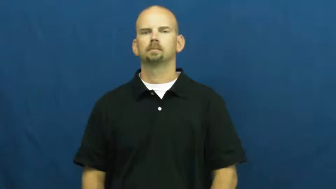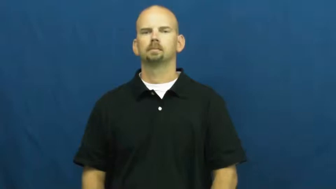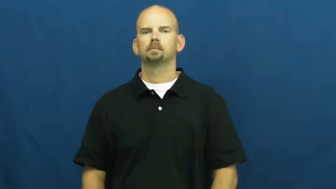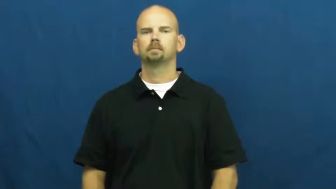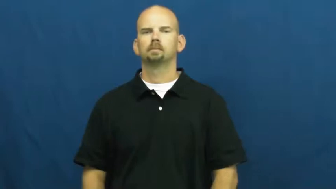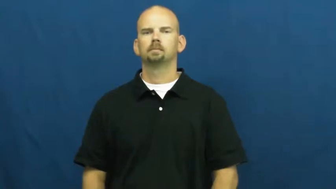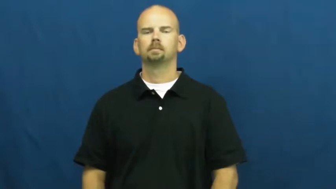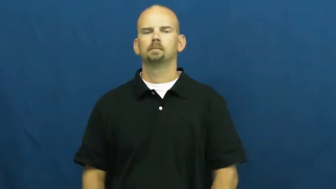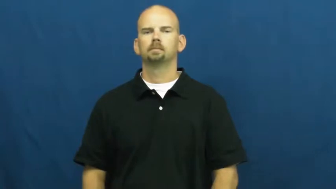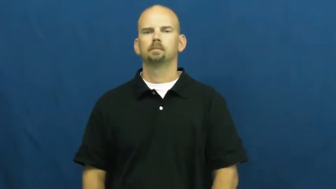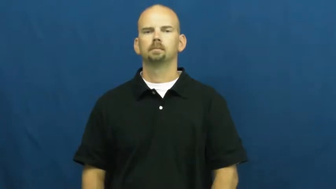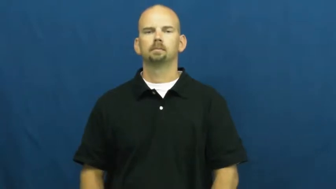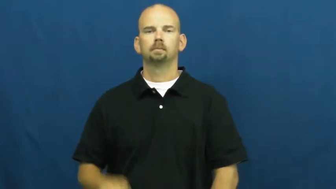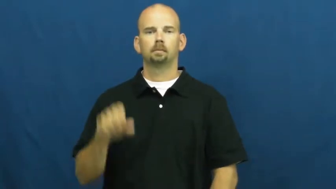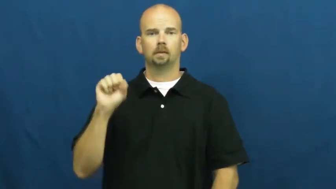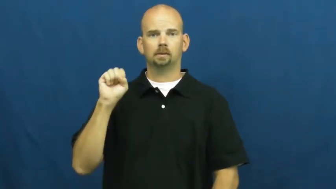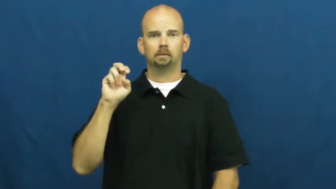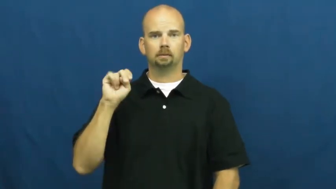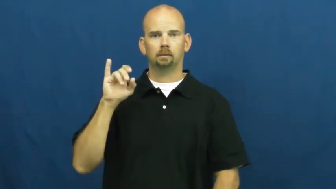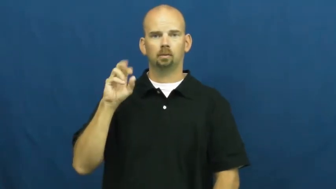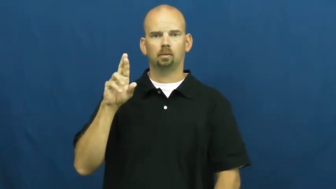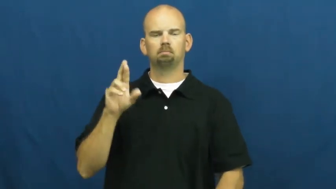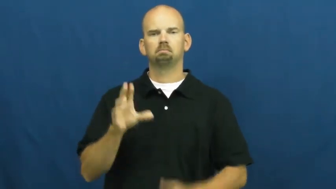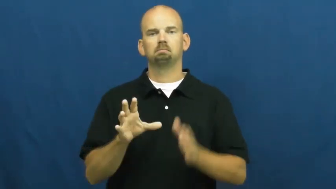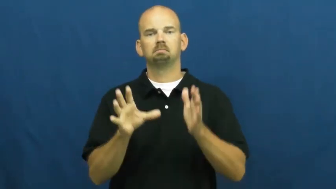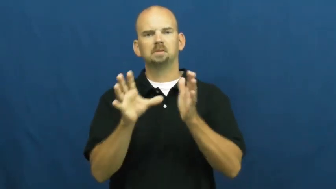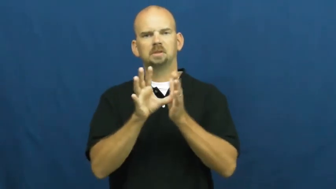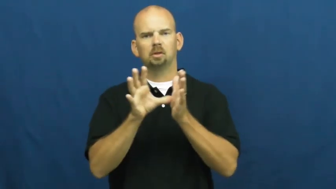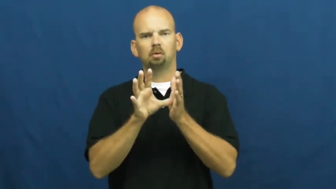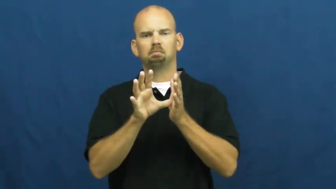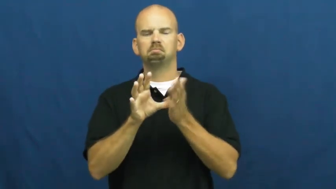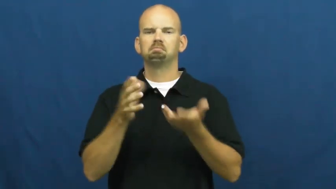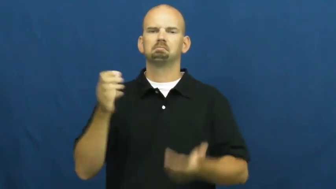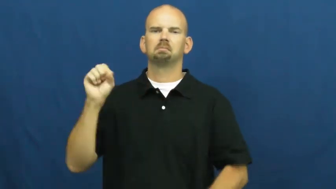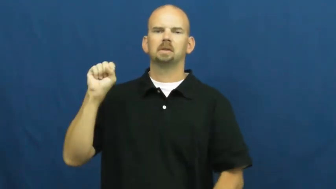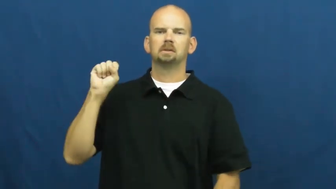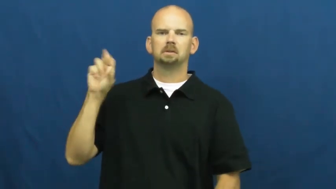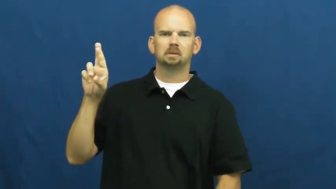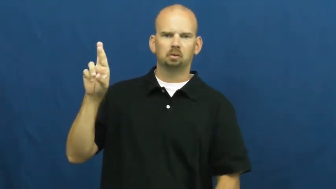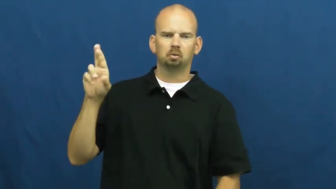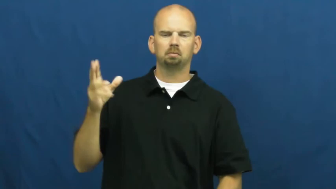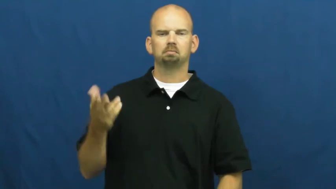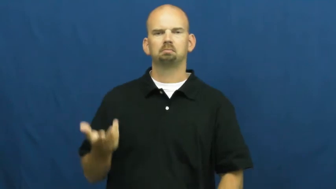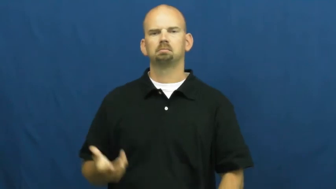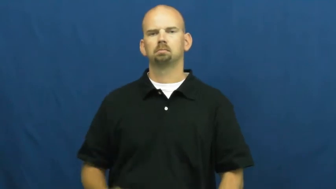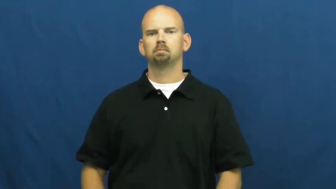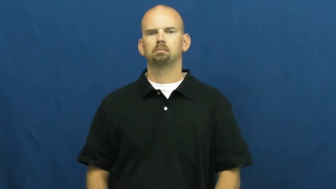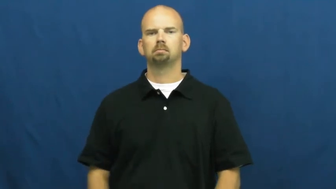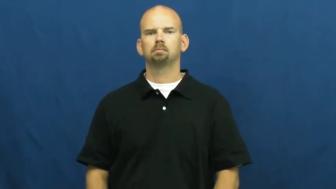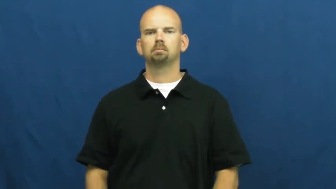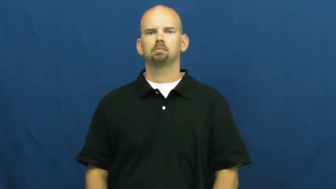senior-class